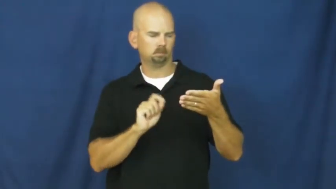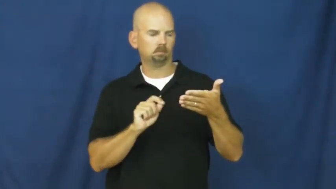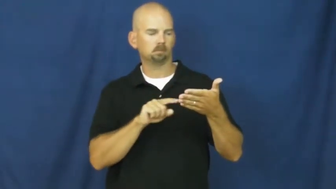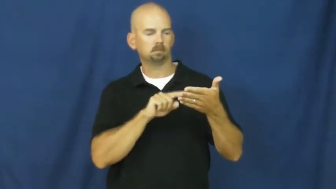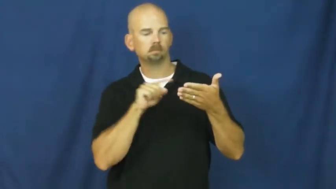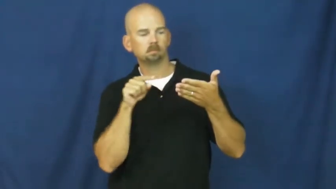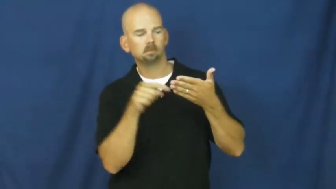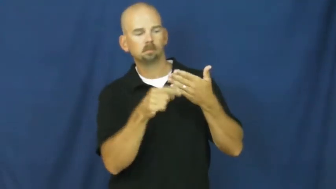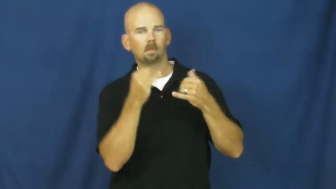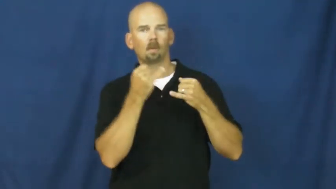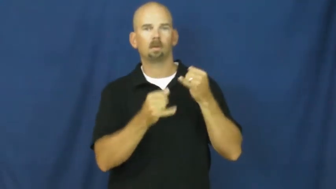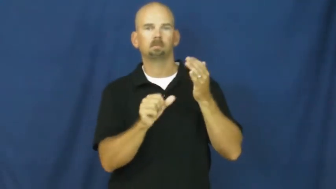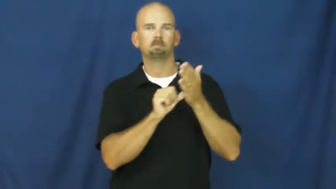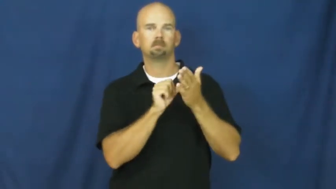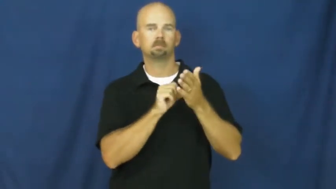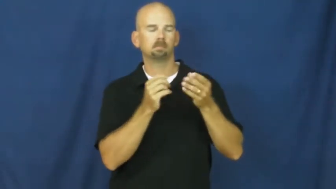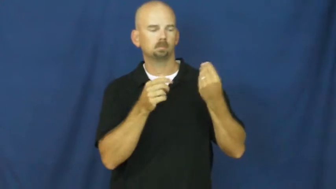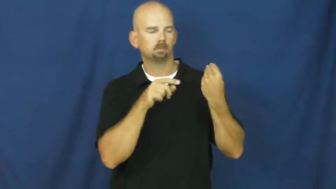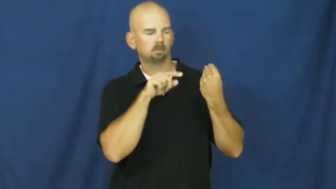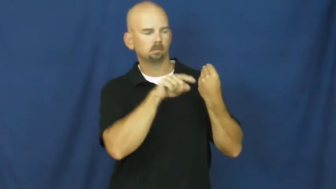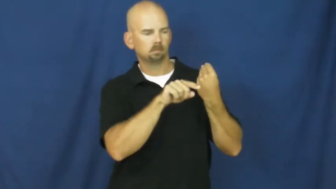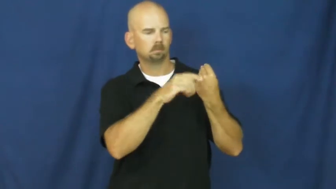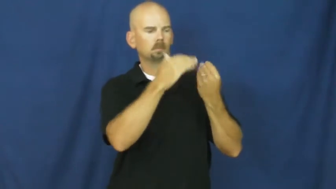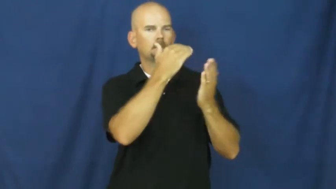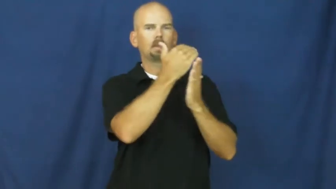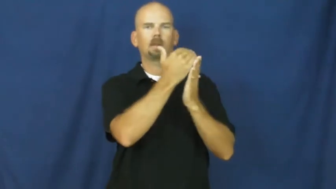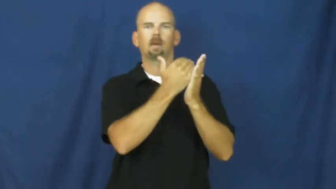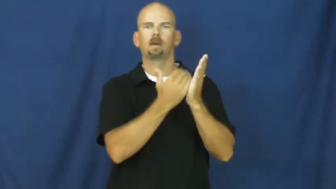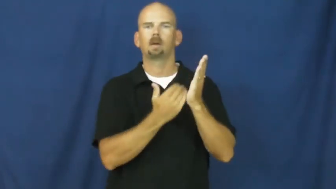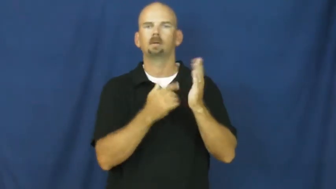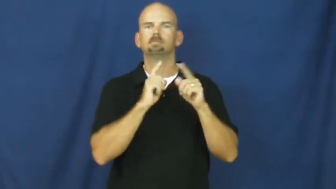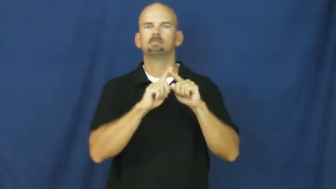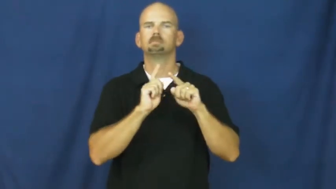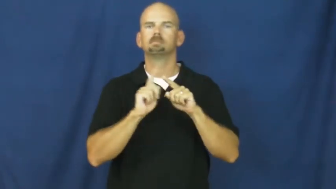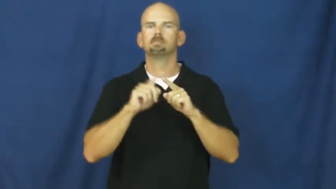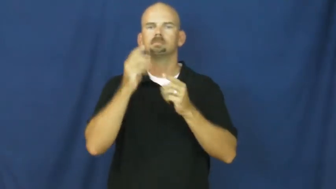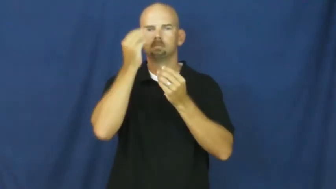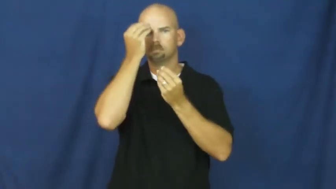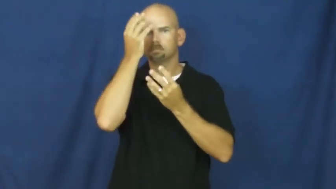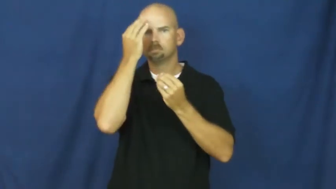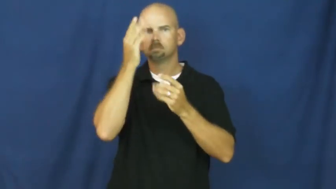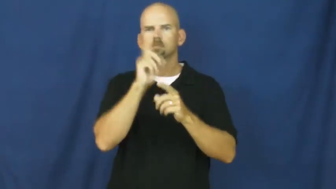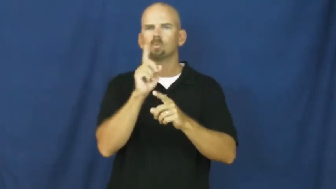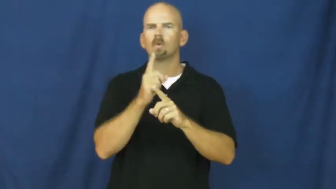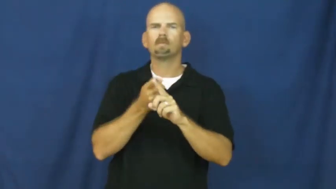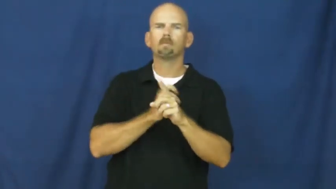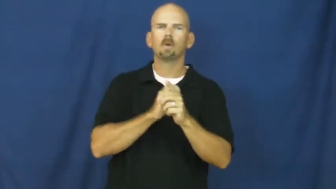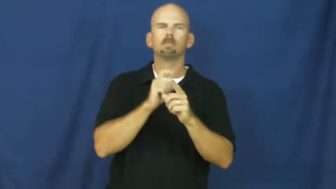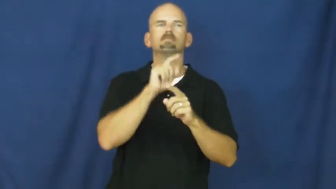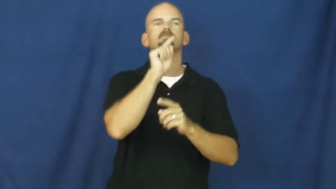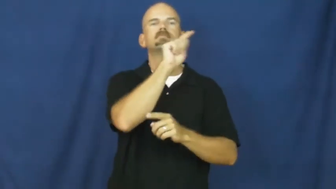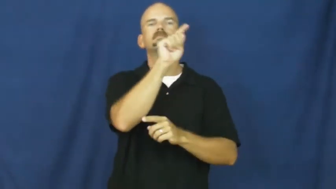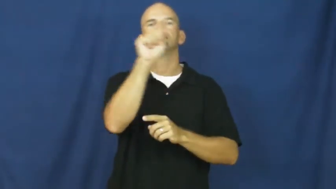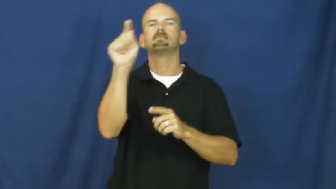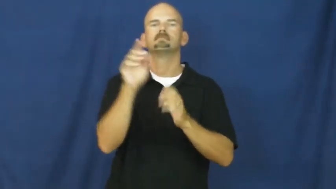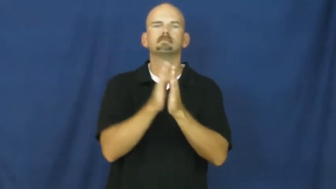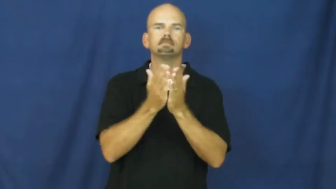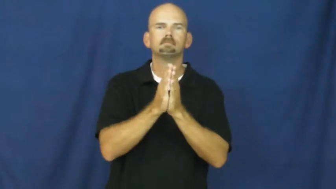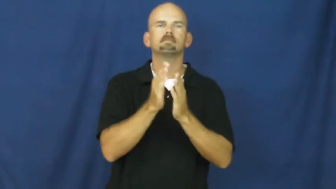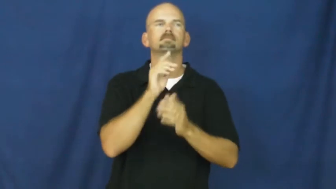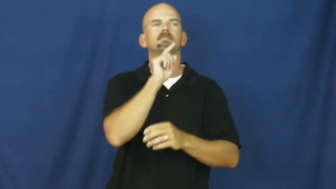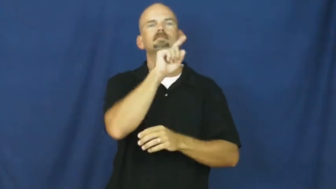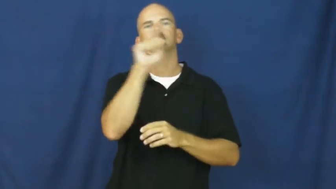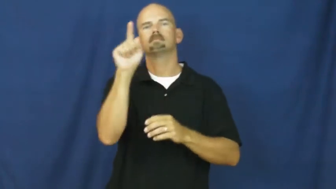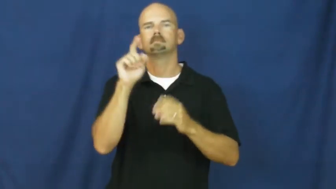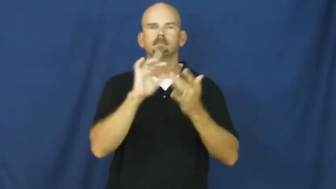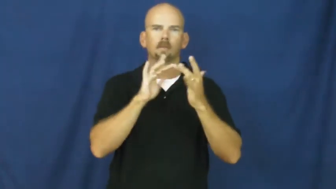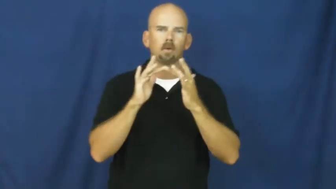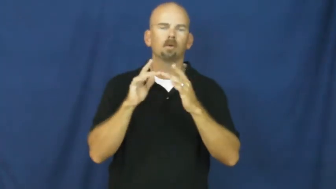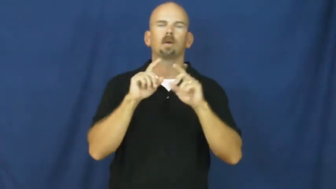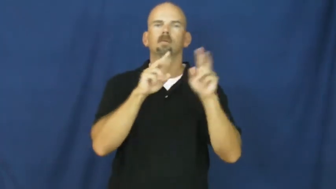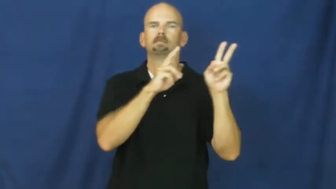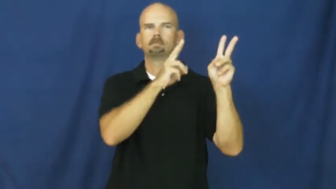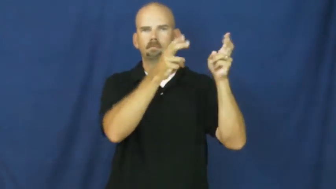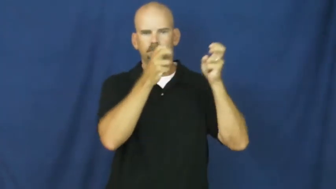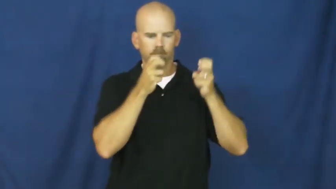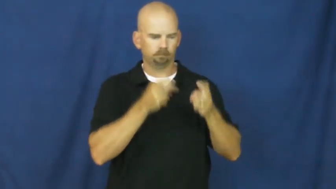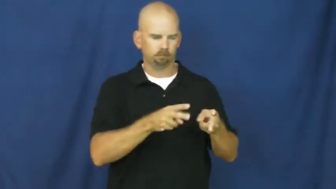reference,bibliography